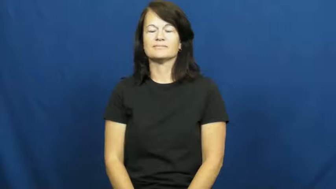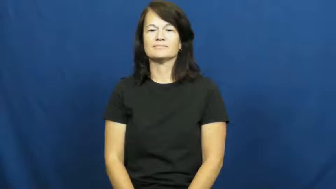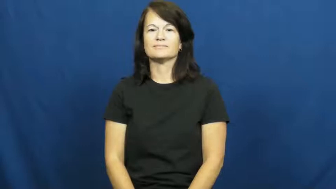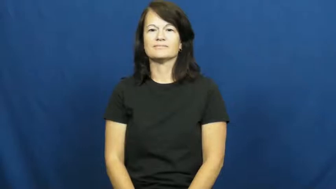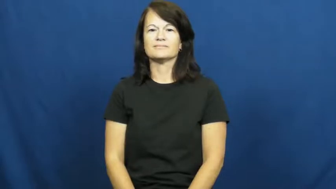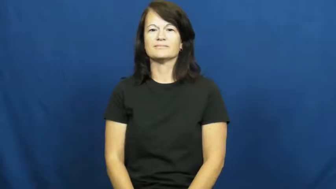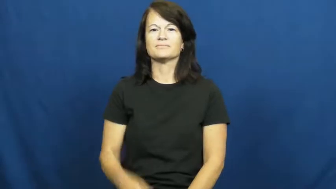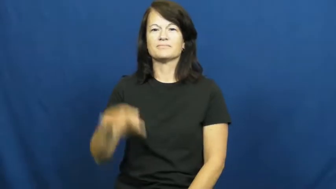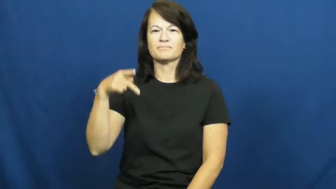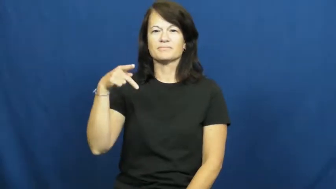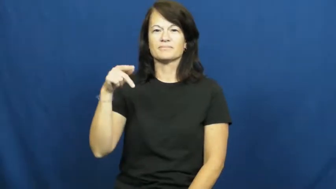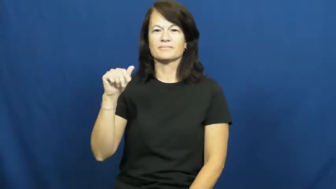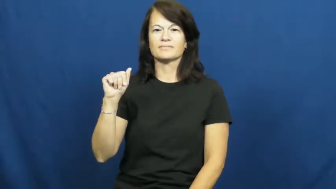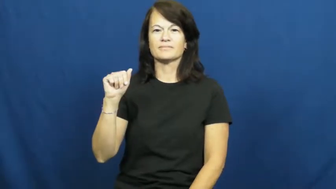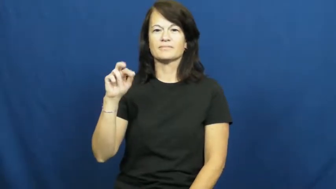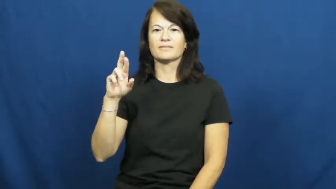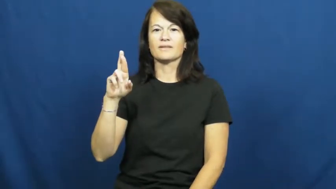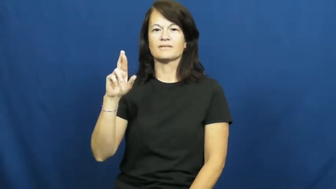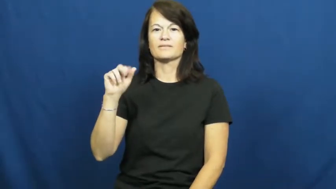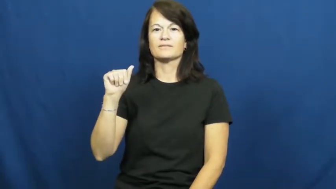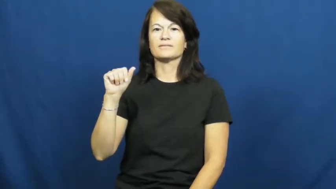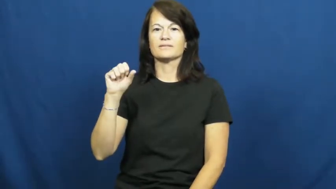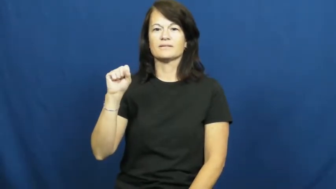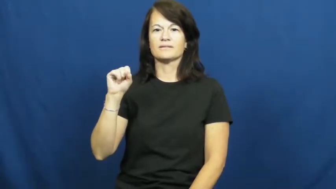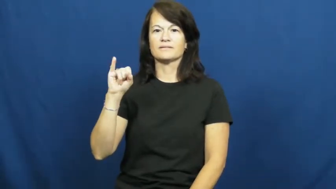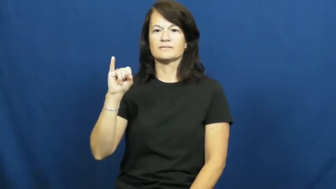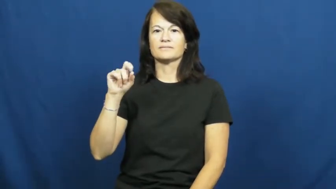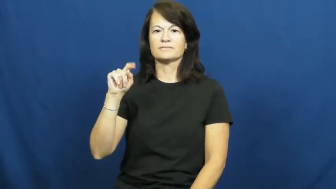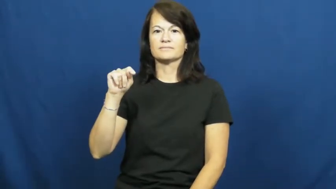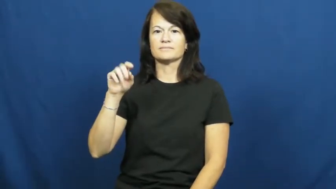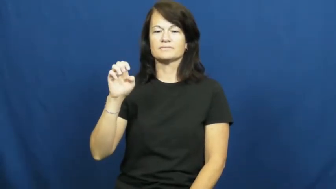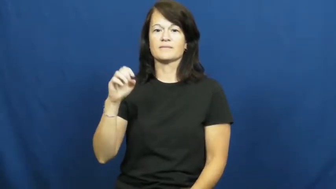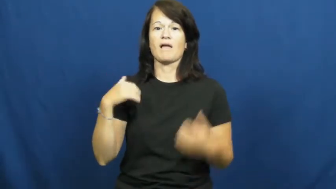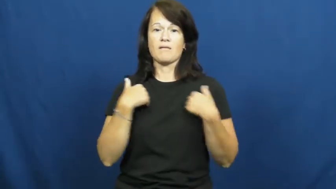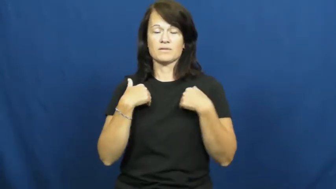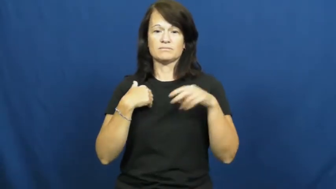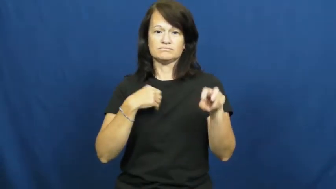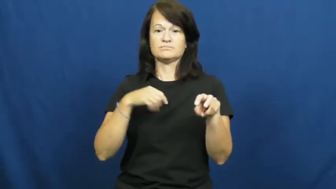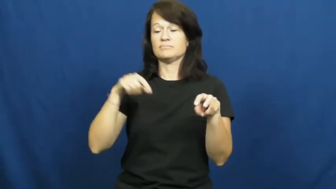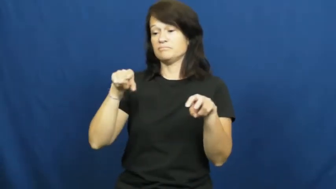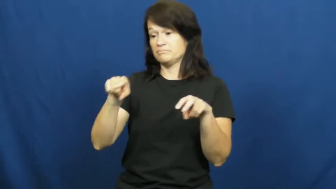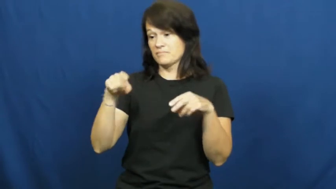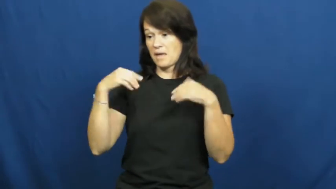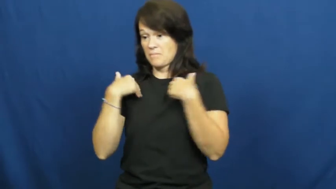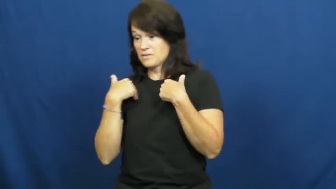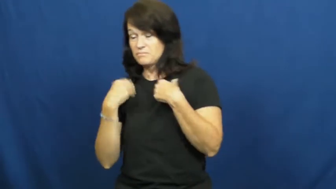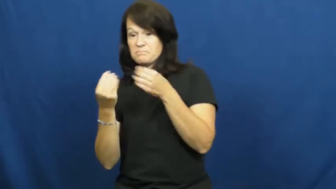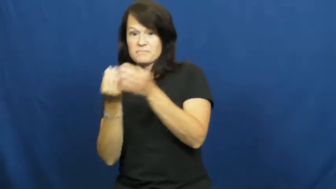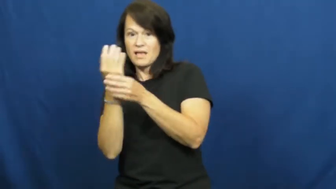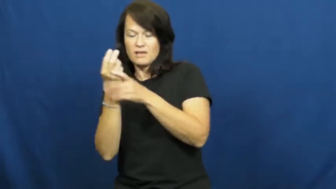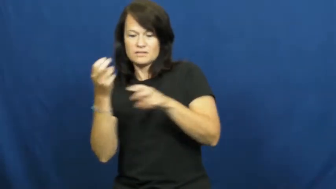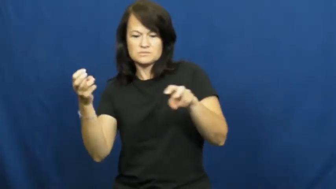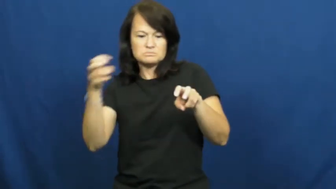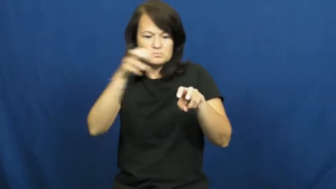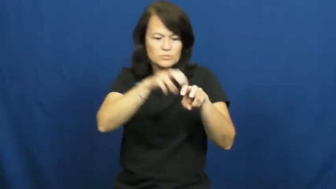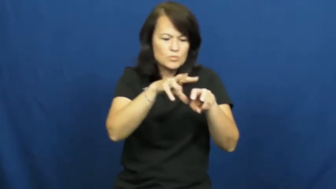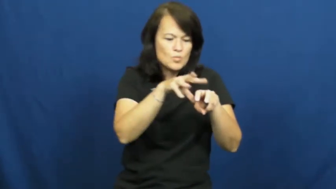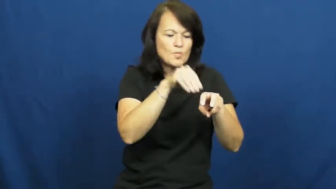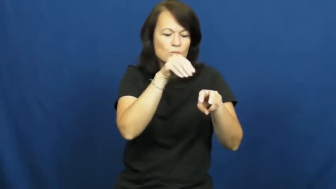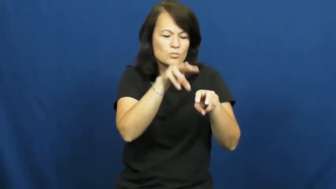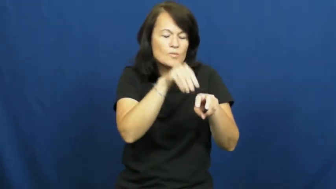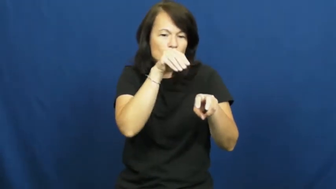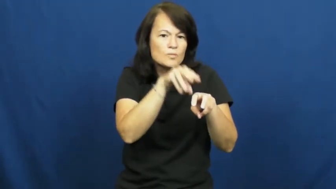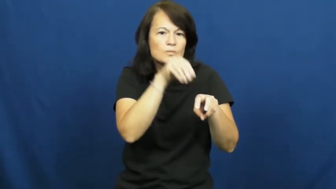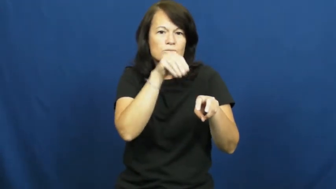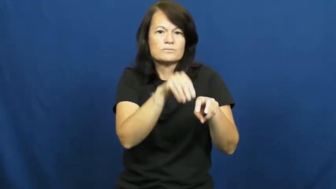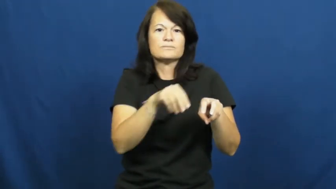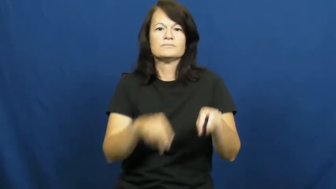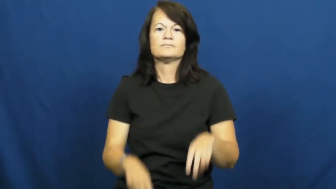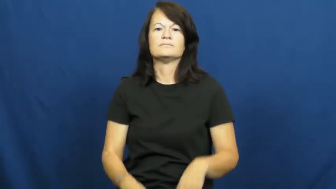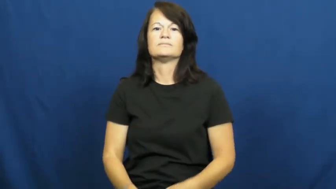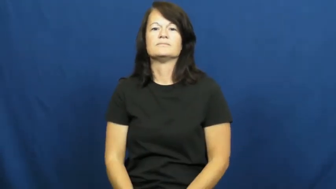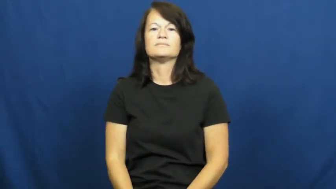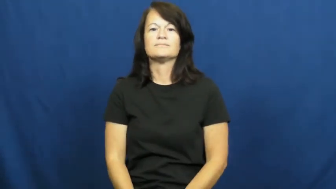parasite